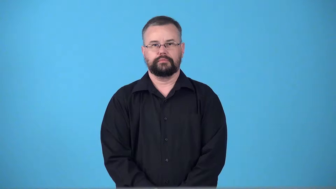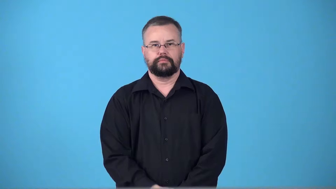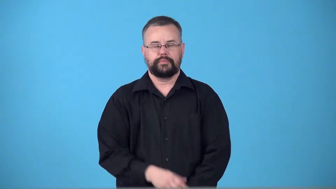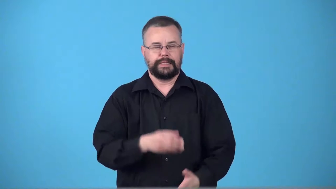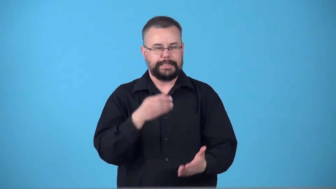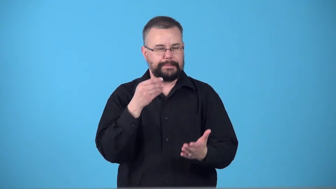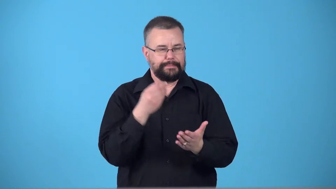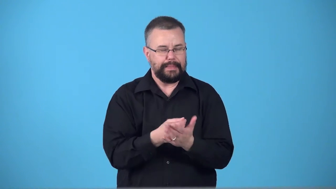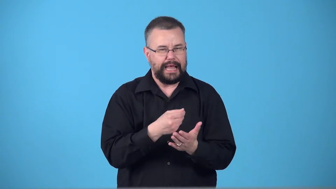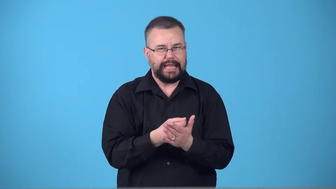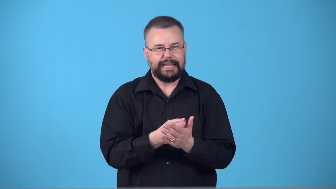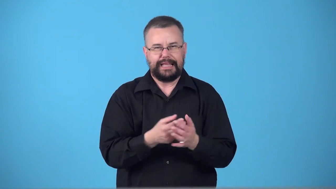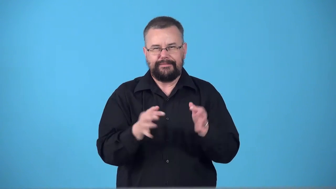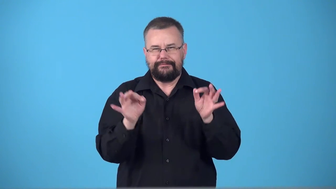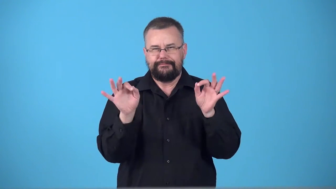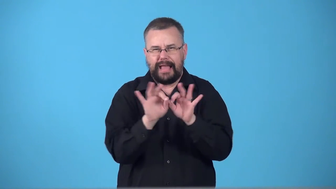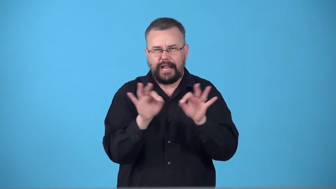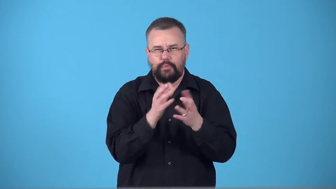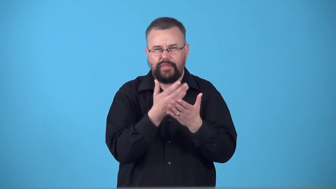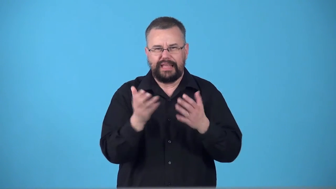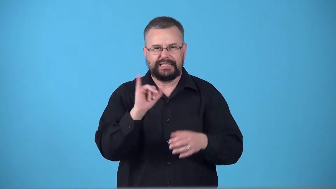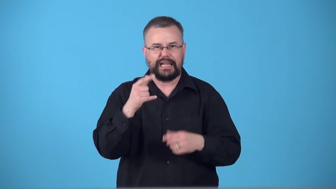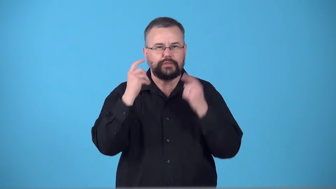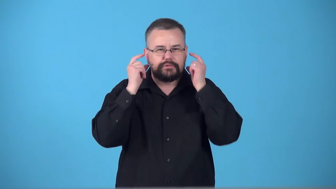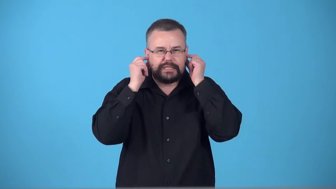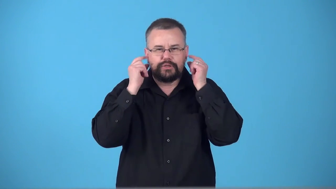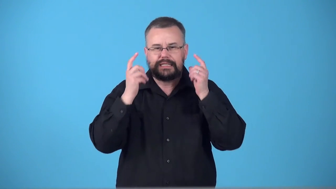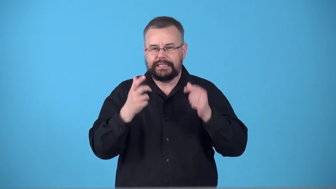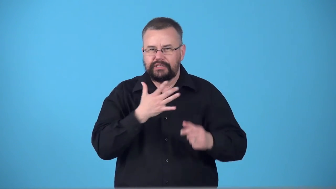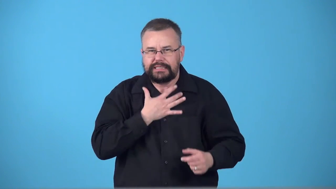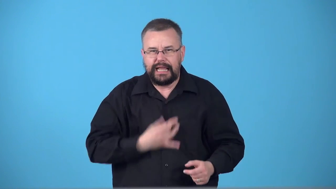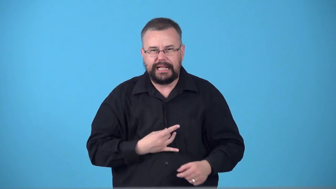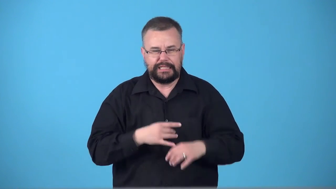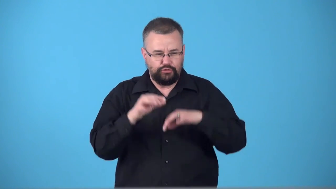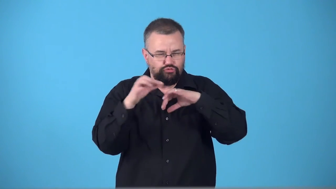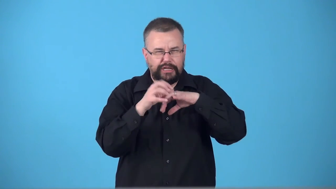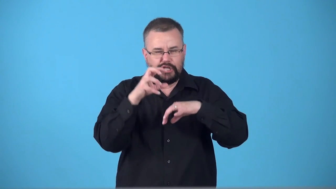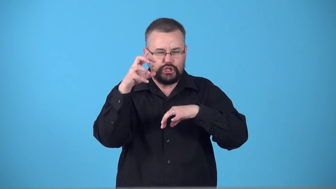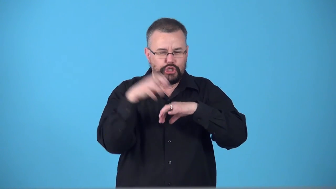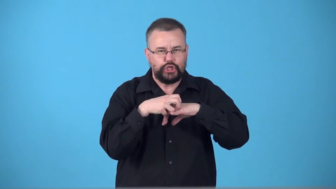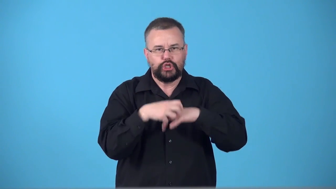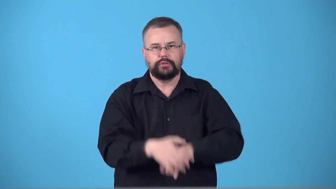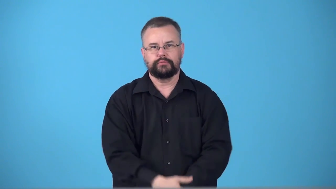swag-valuable things